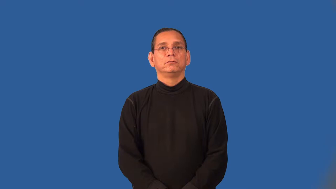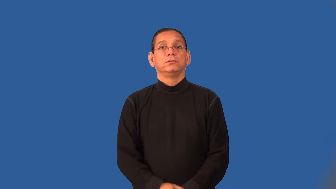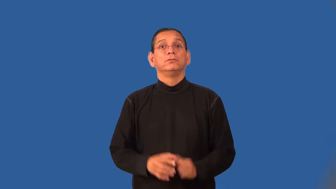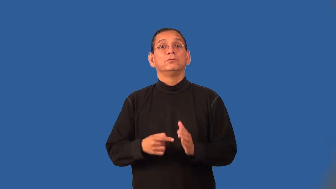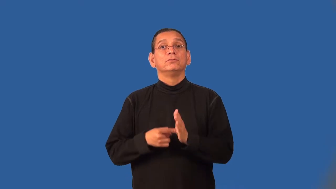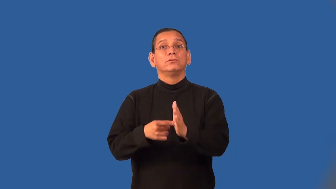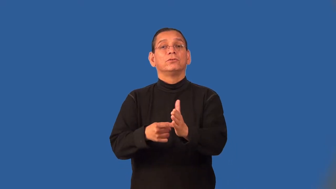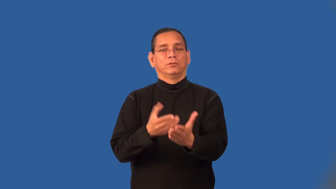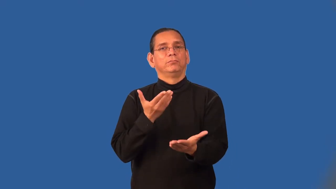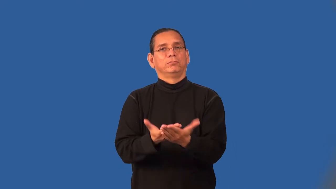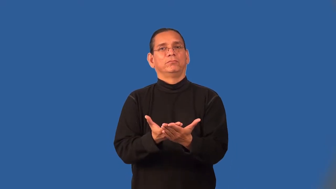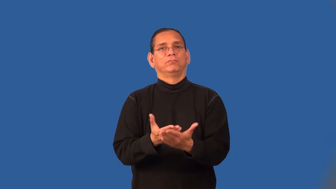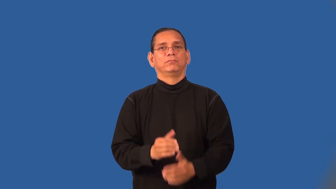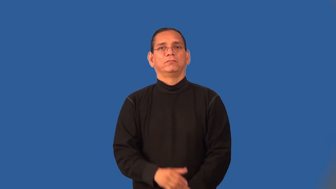substantiate